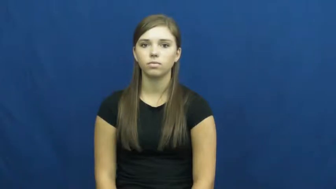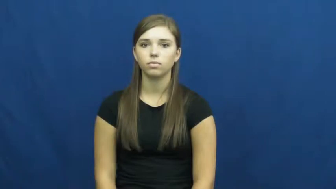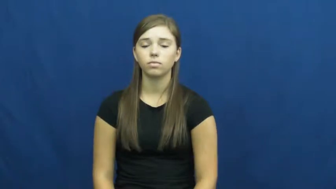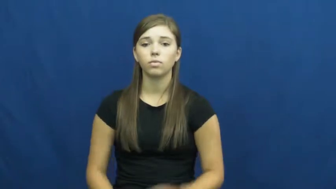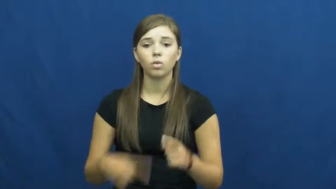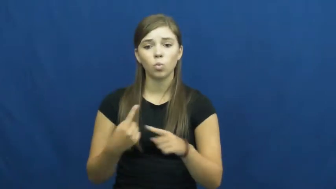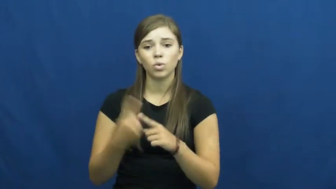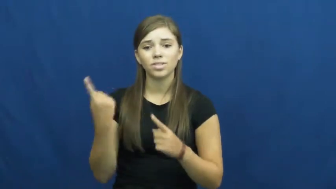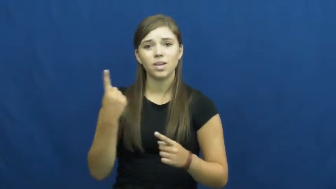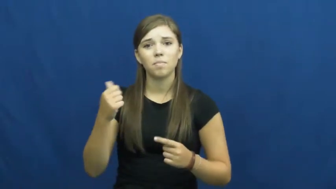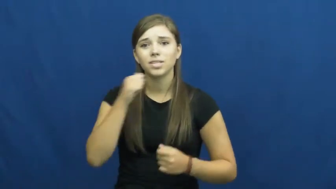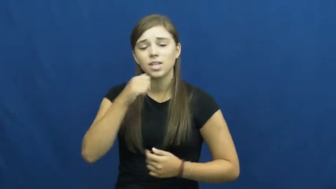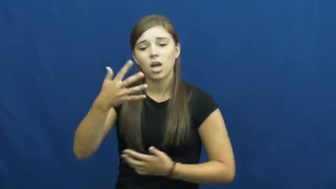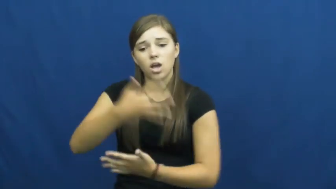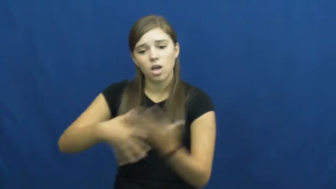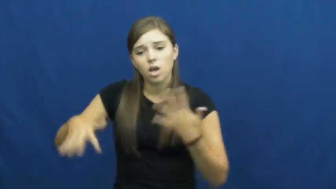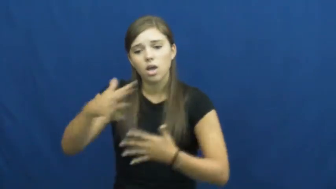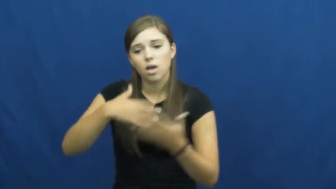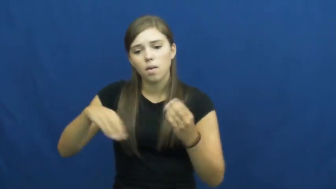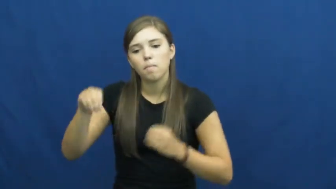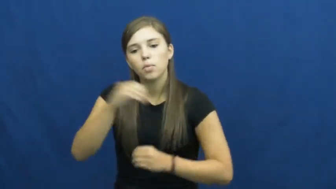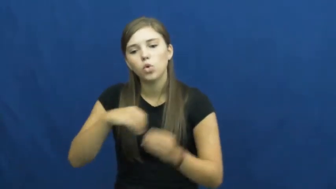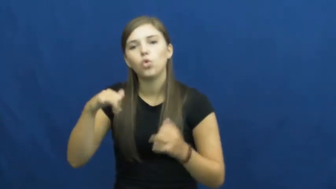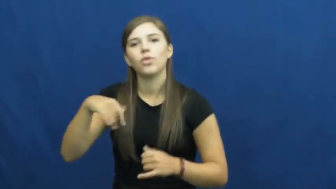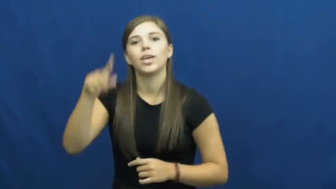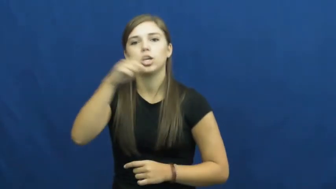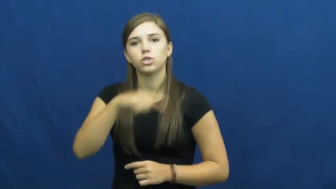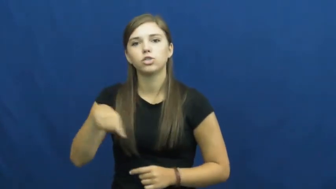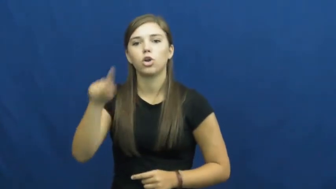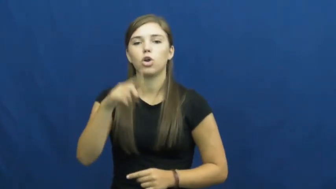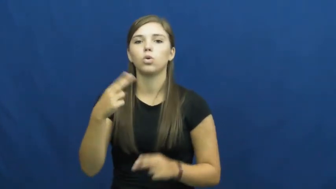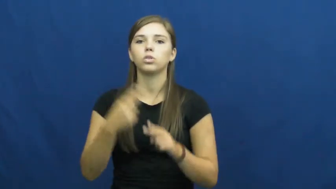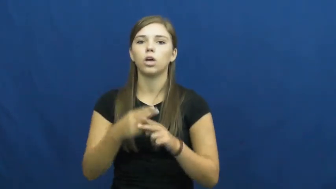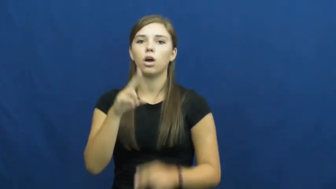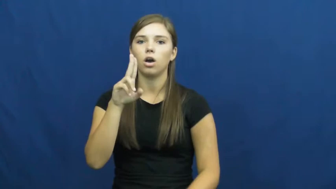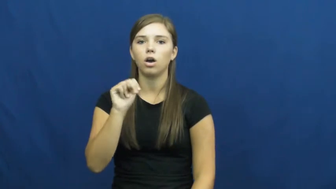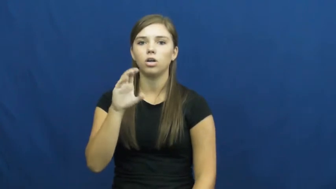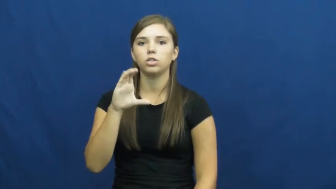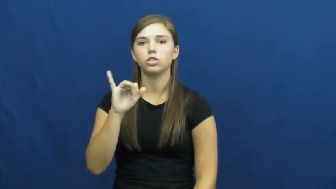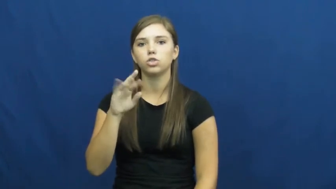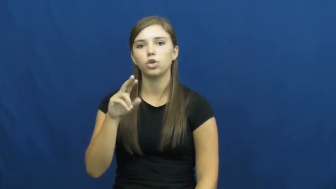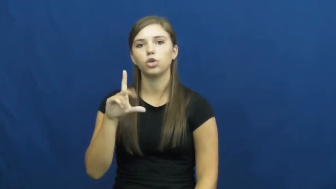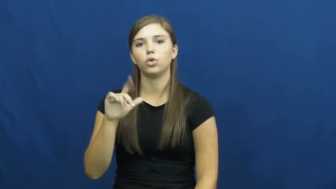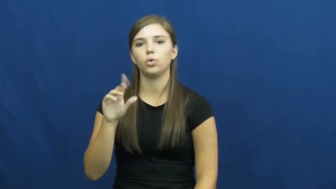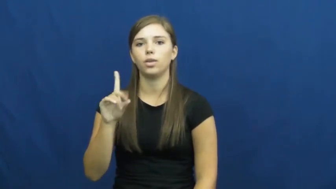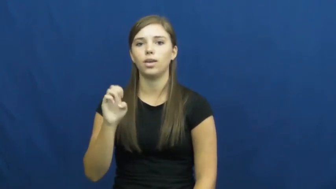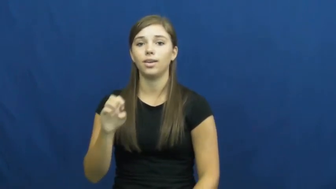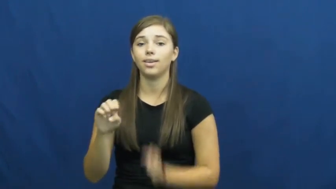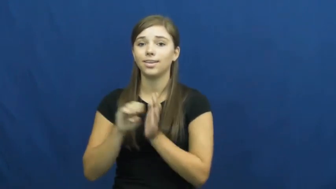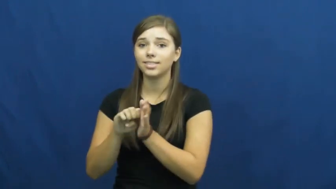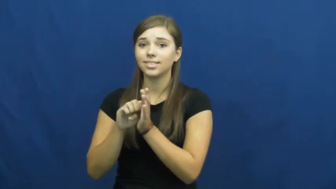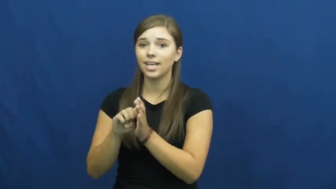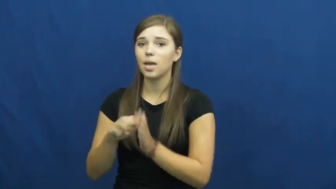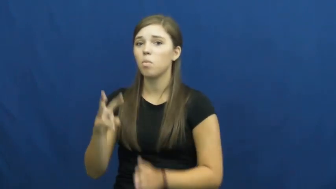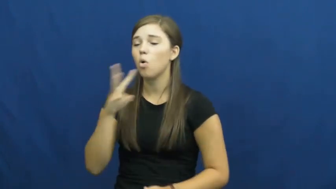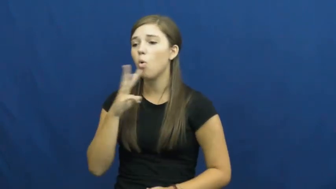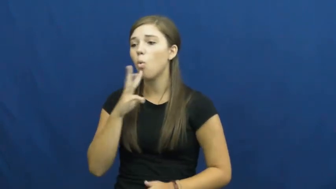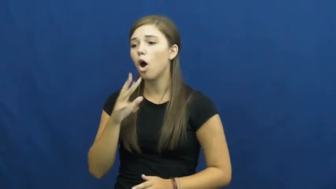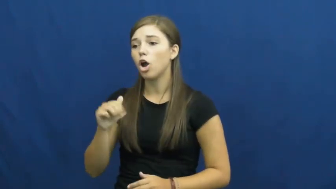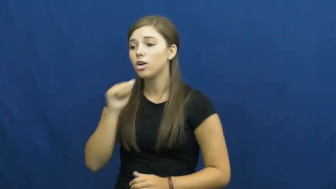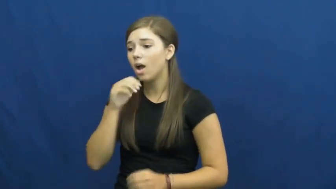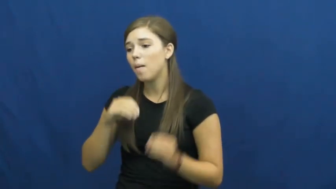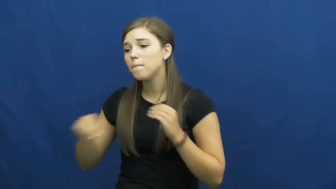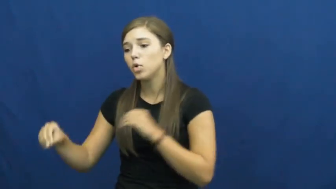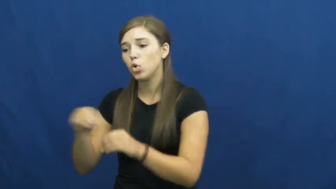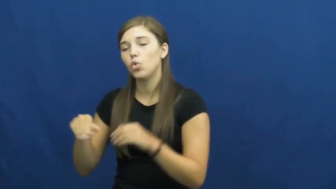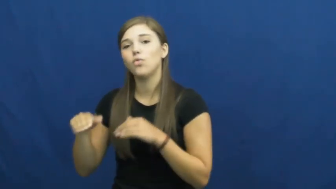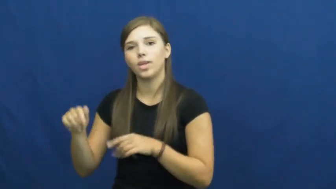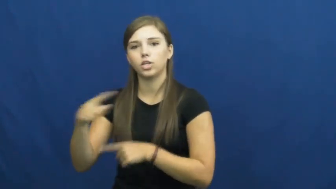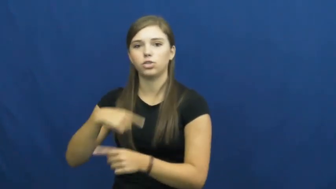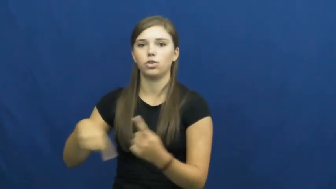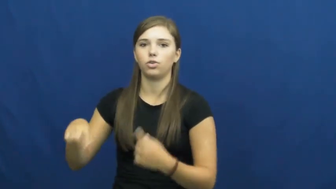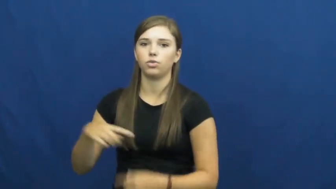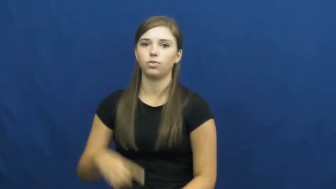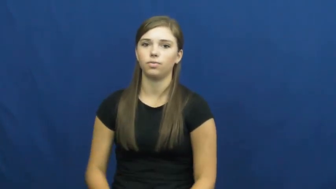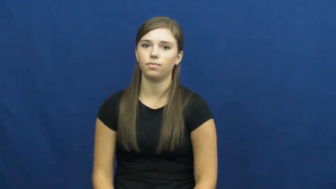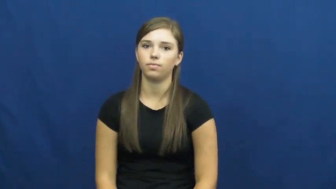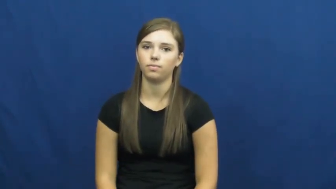uncirculated